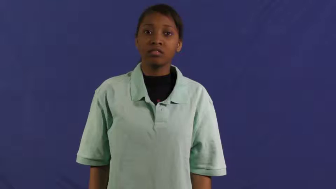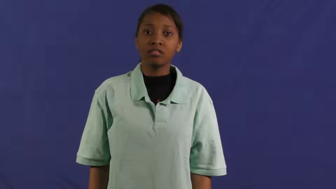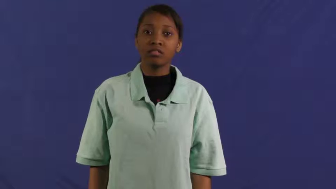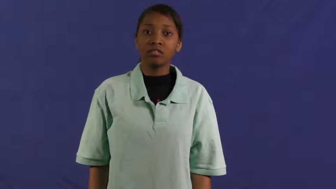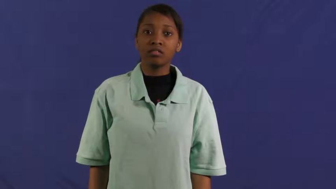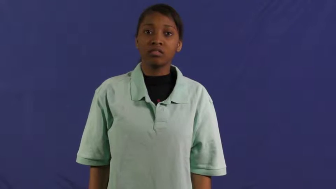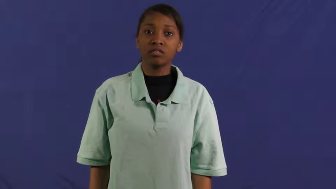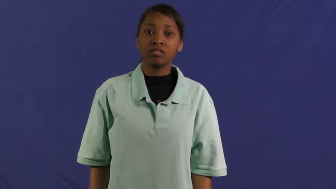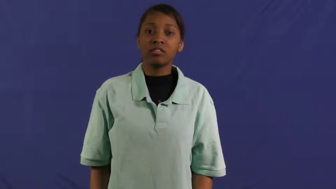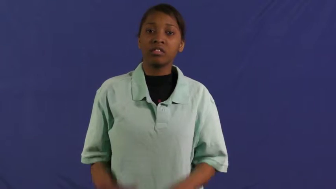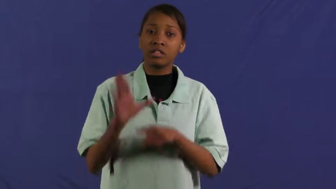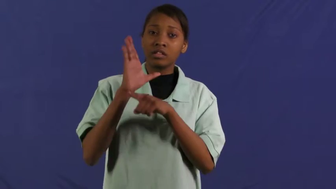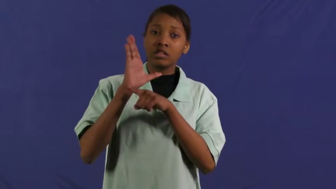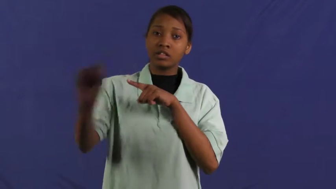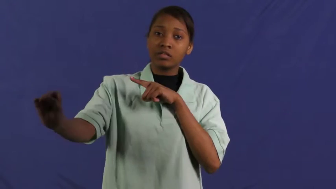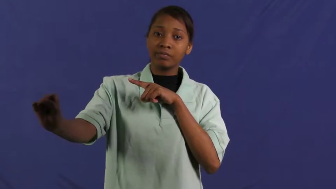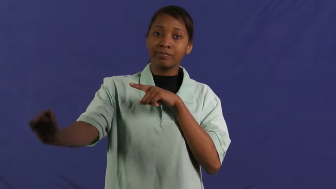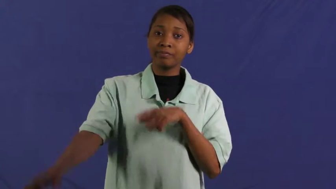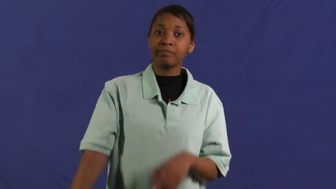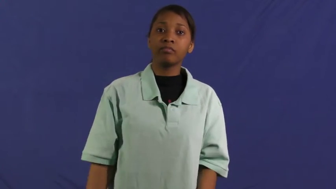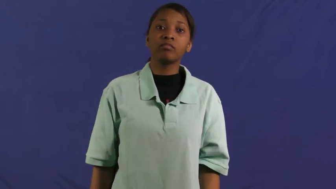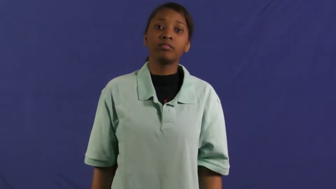far out,humdinger